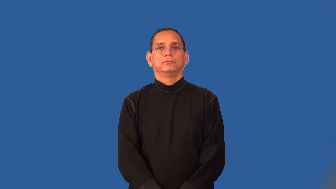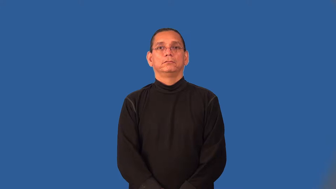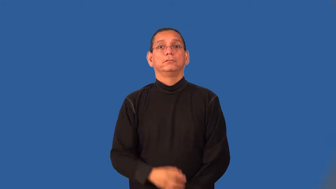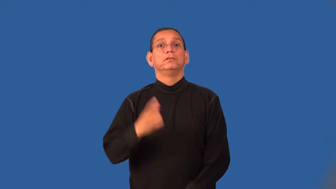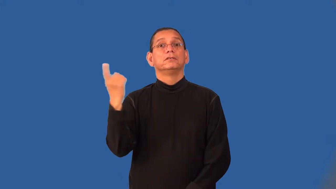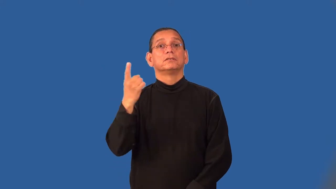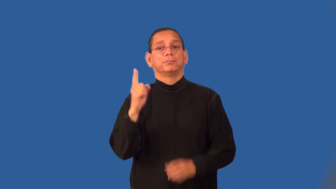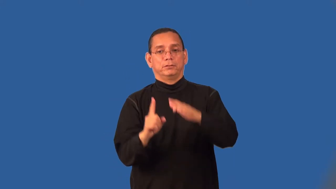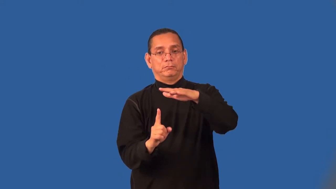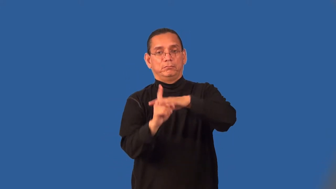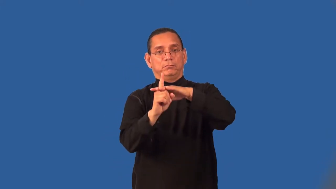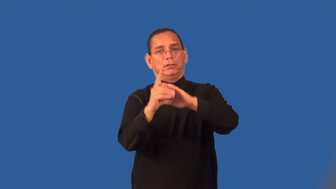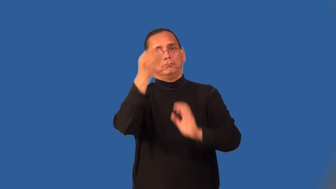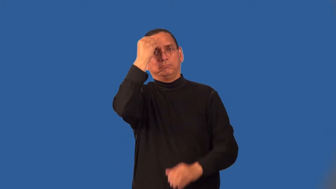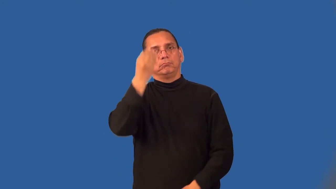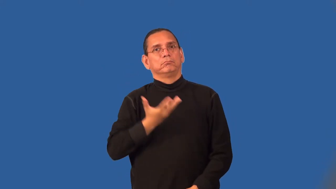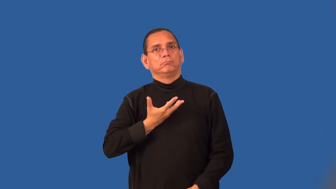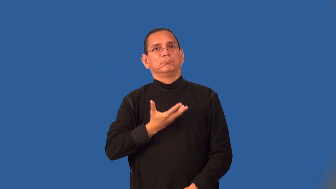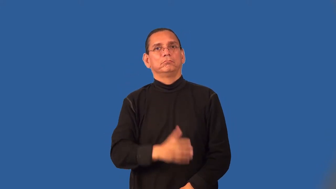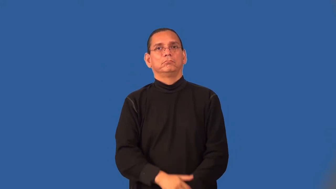signal-noun